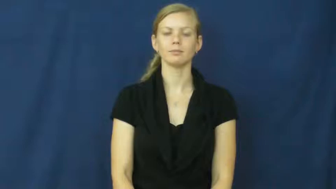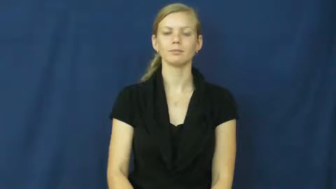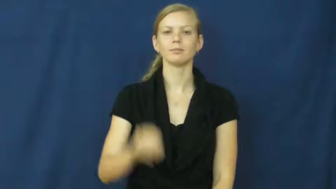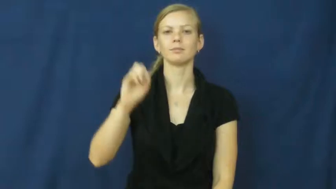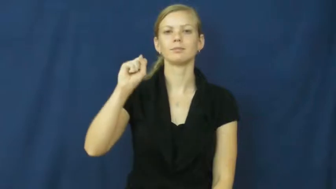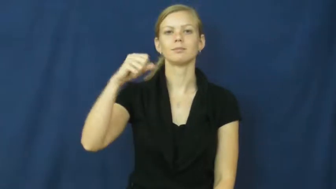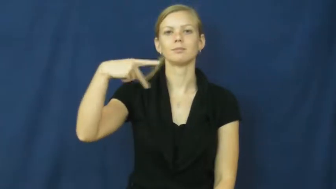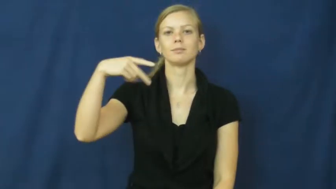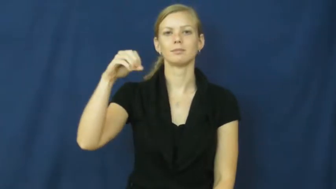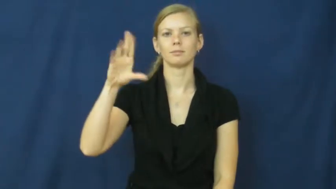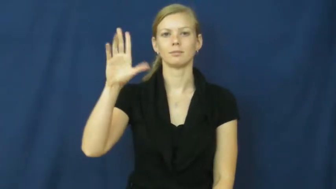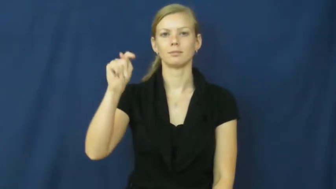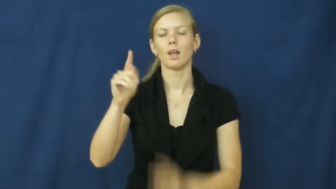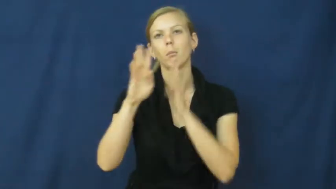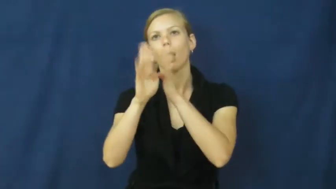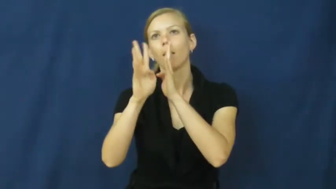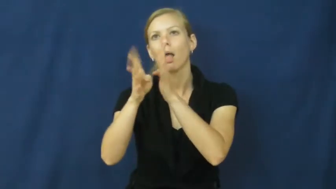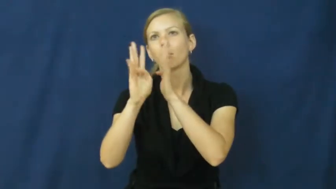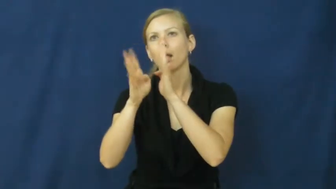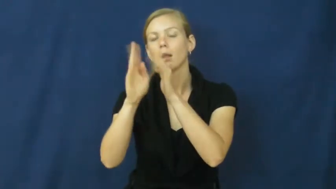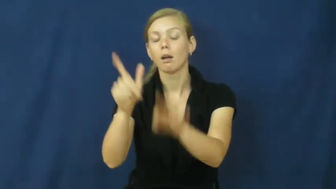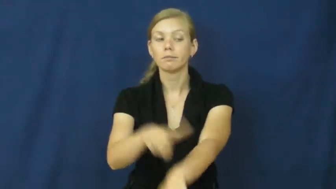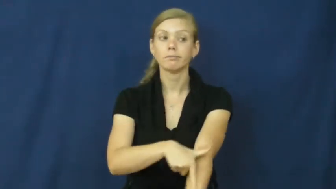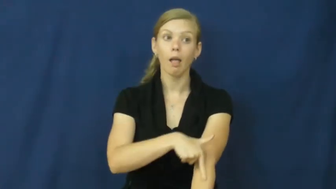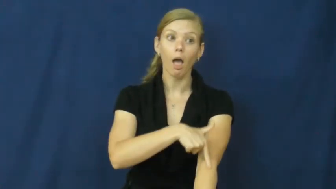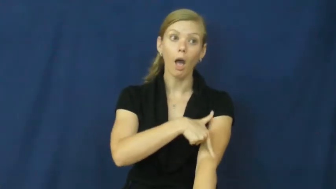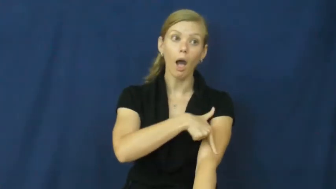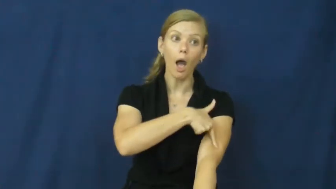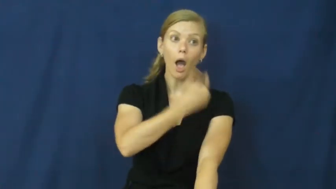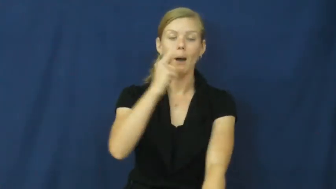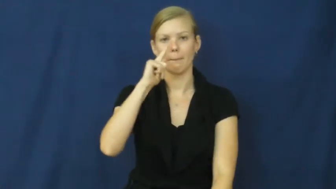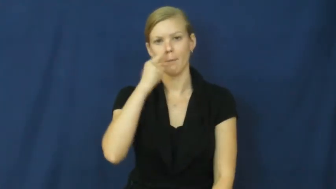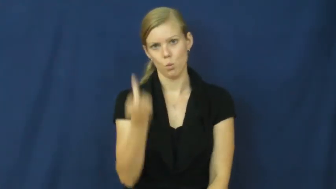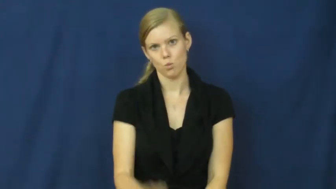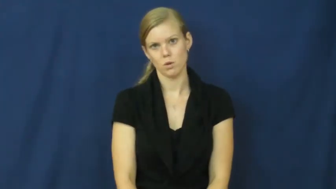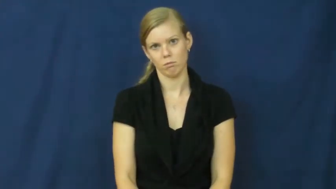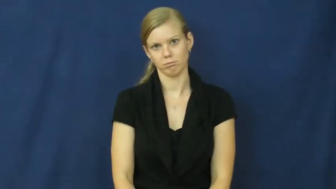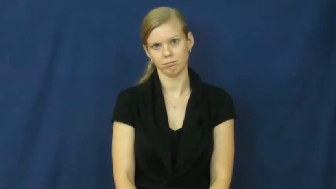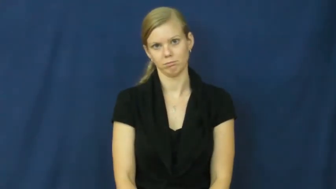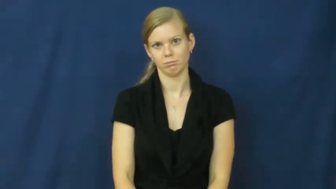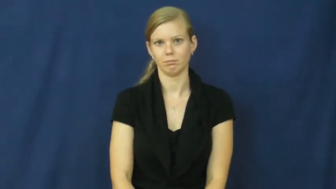spout-talk